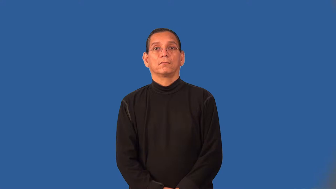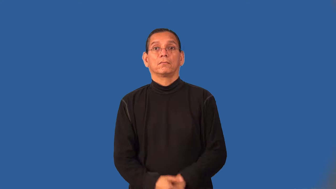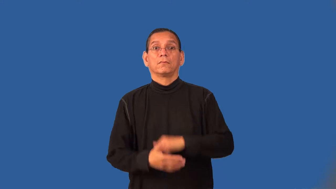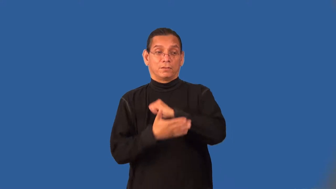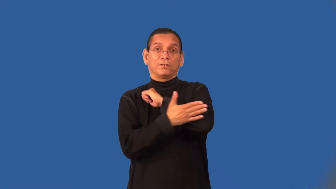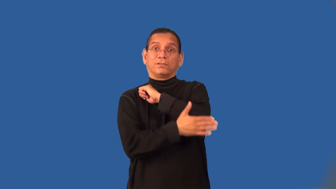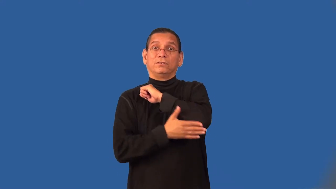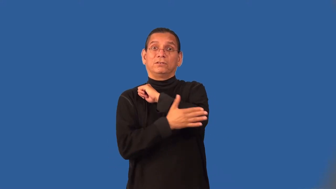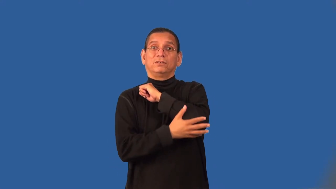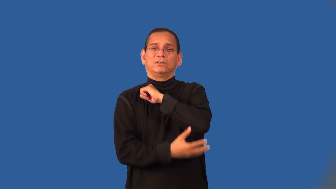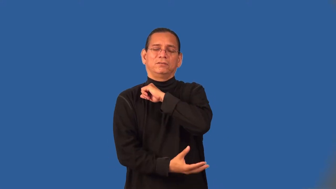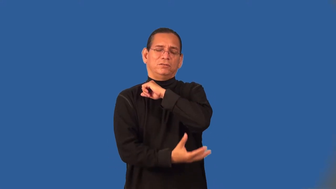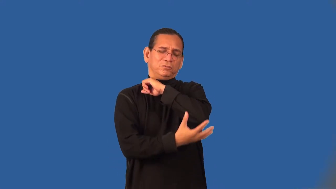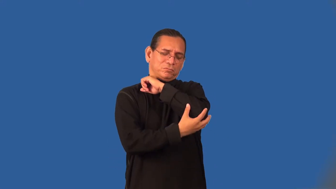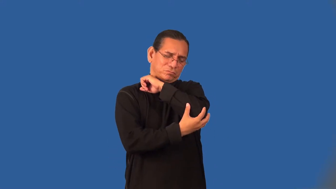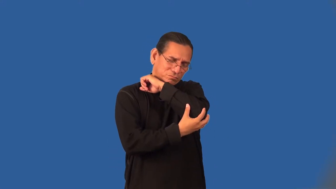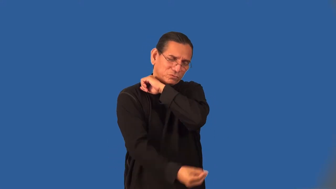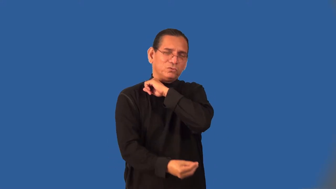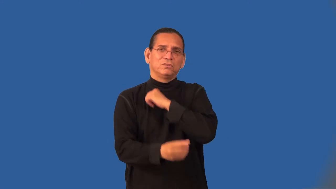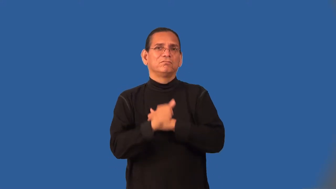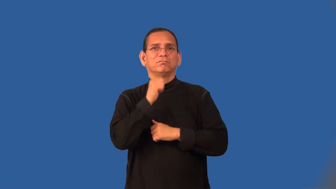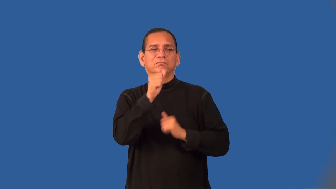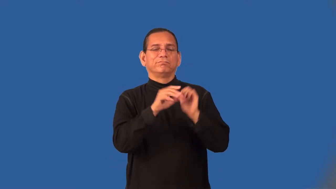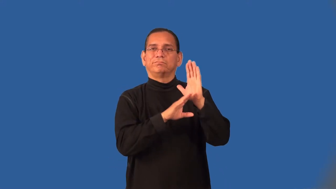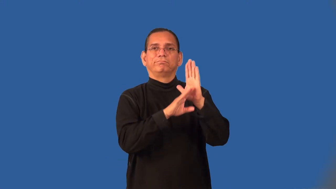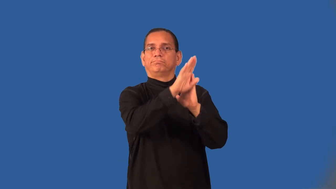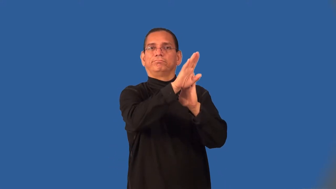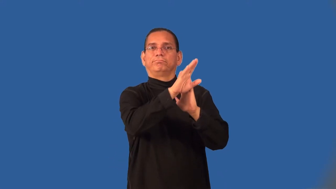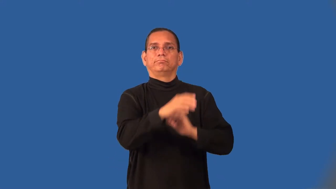underdeveloped-poor country